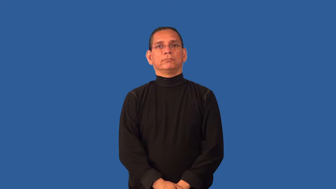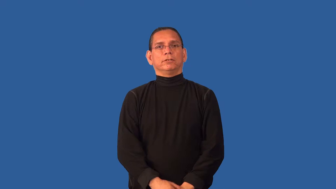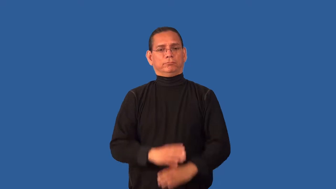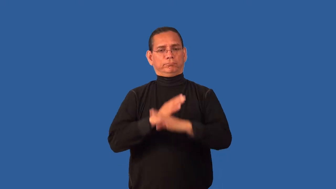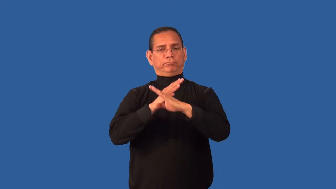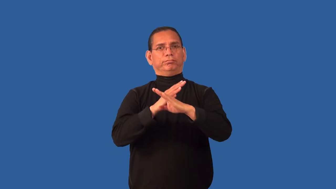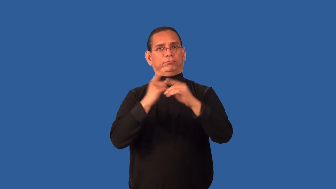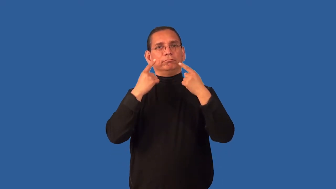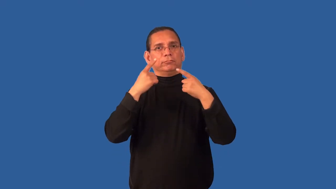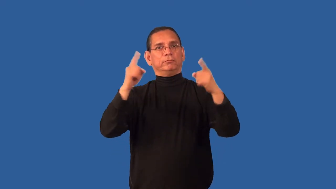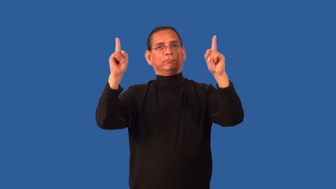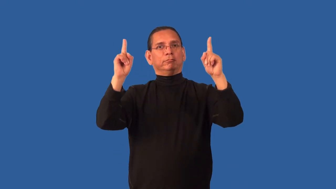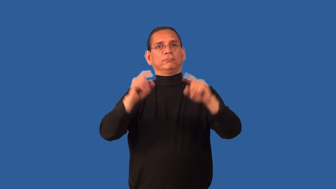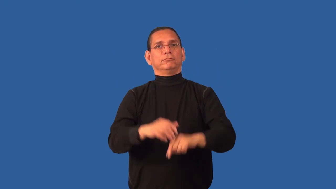cramp-hold back